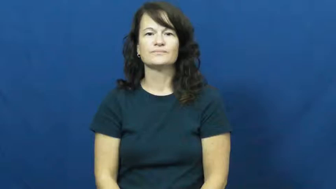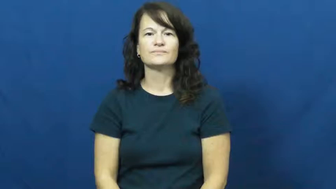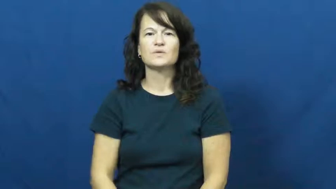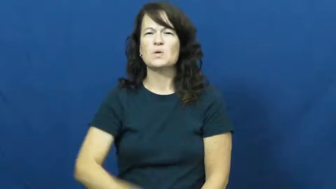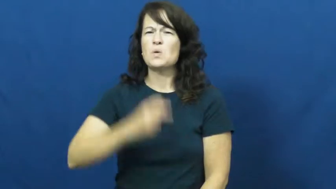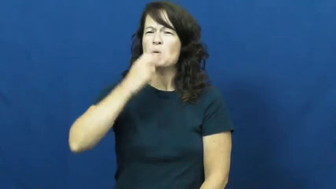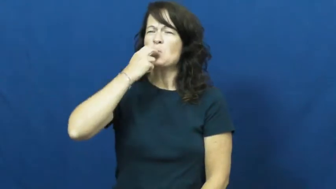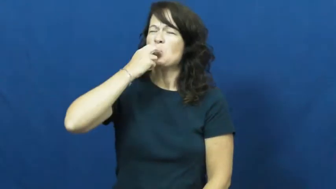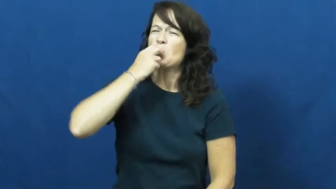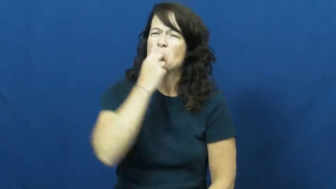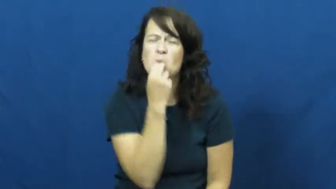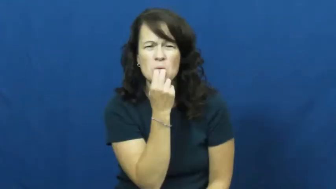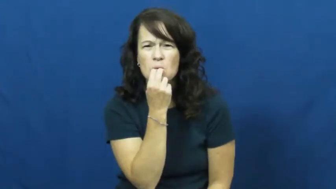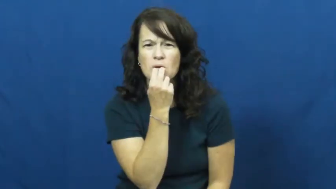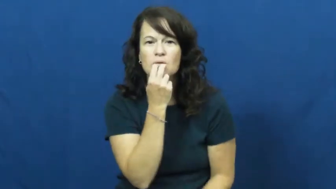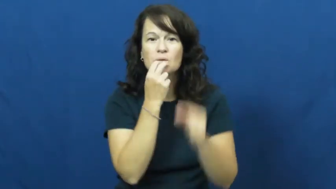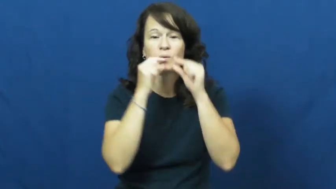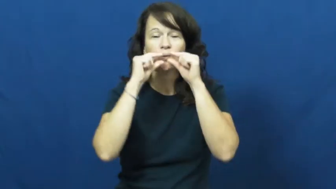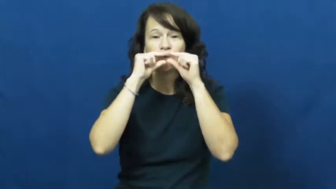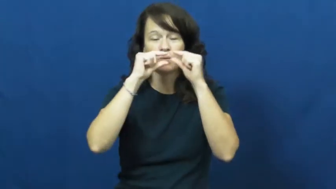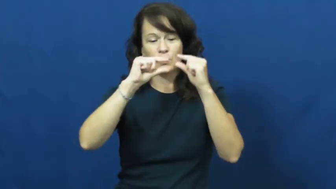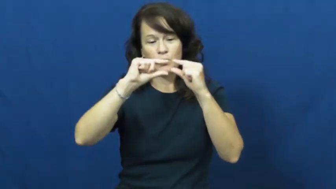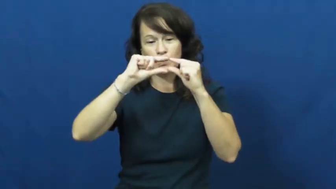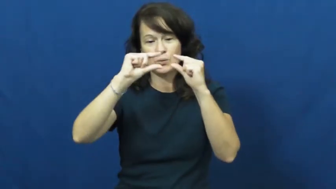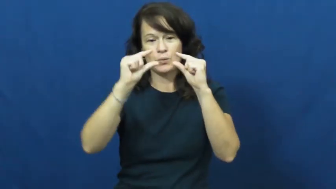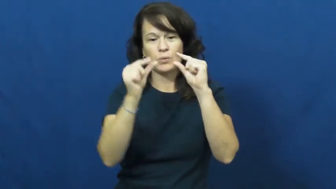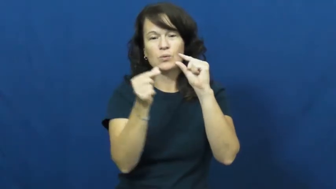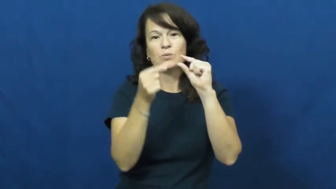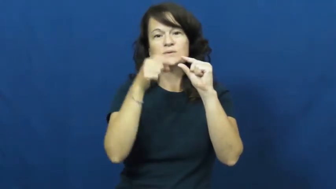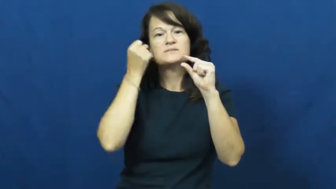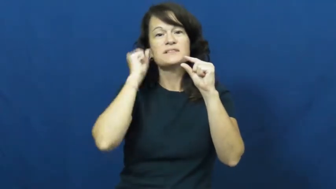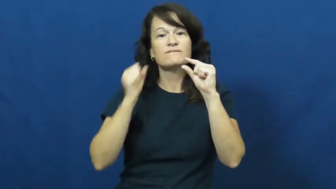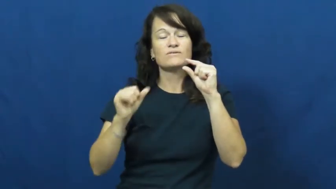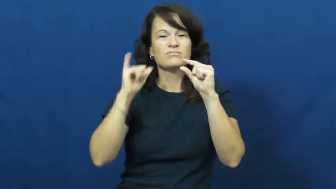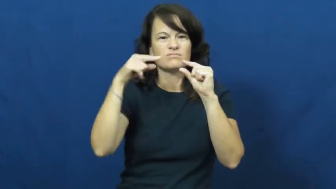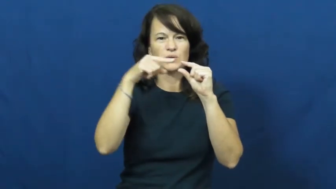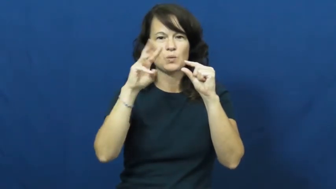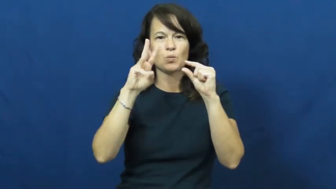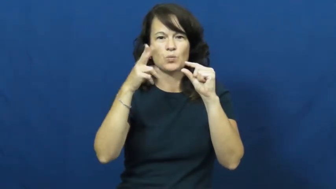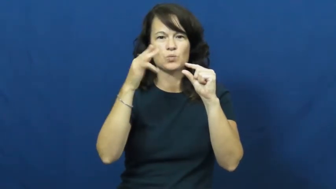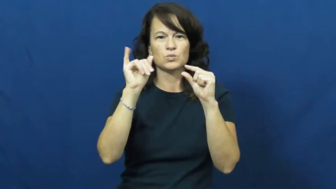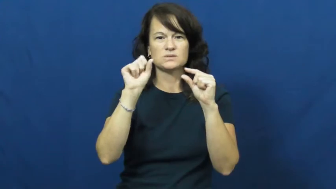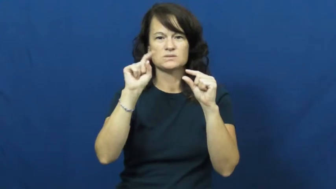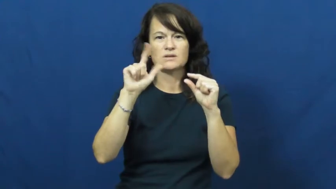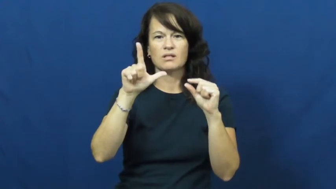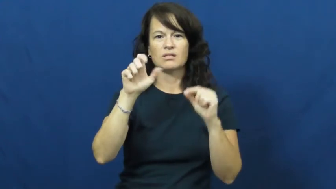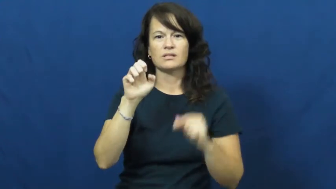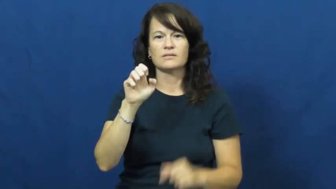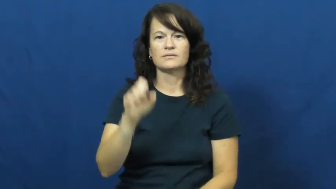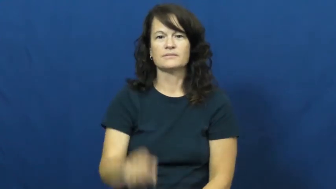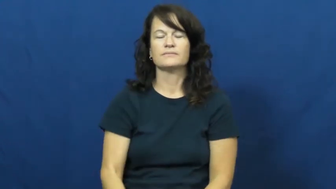whistle-noun